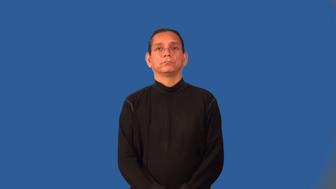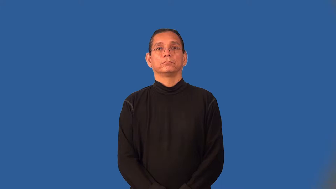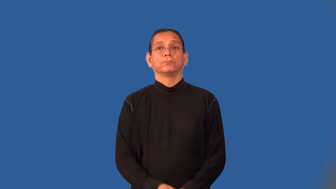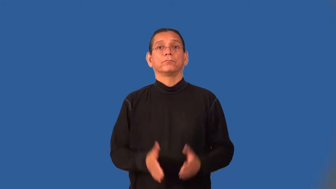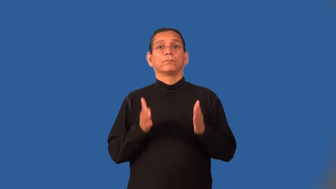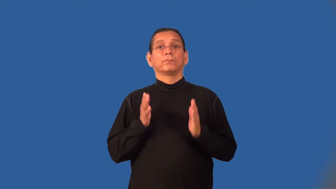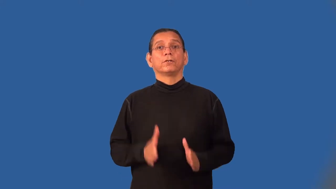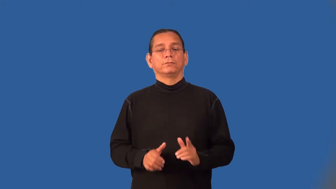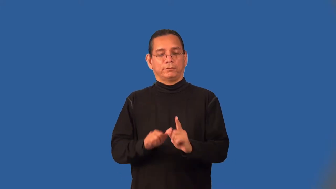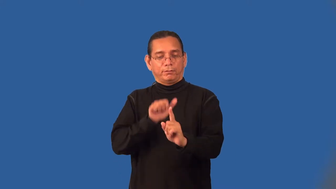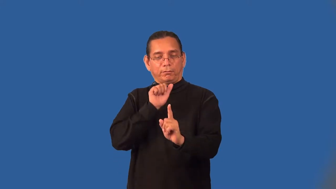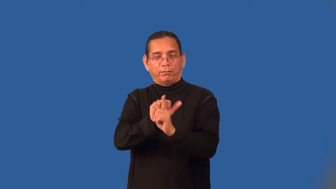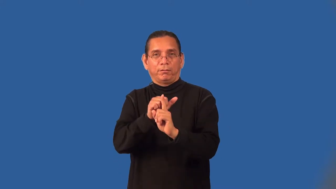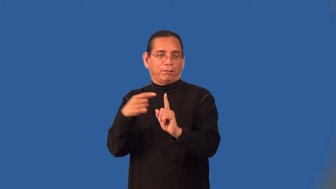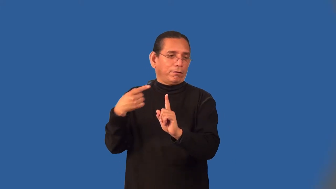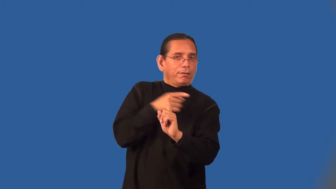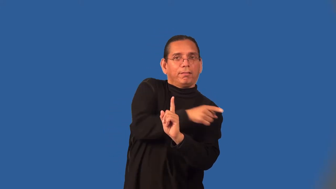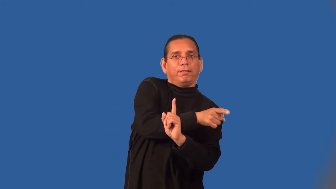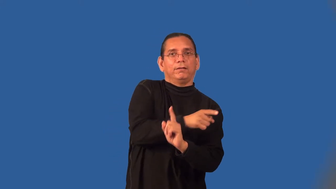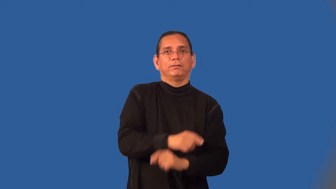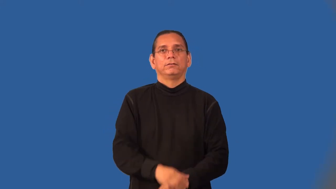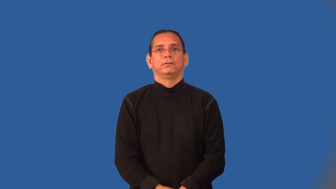finagler